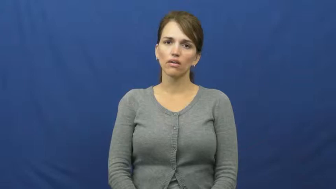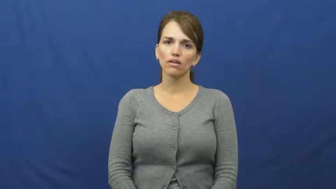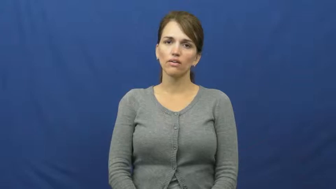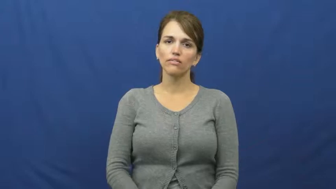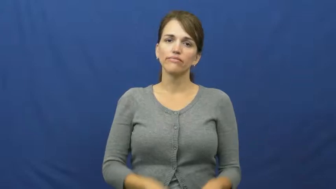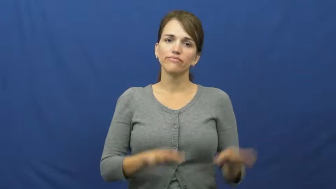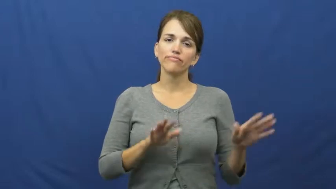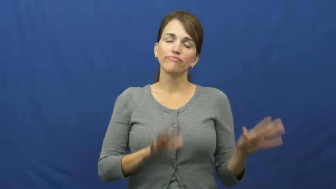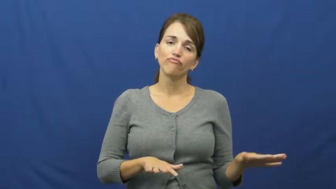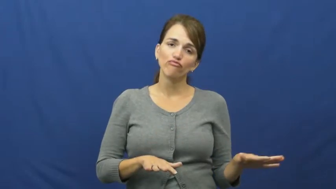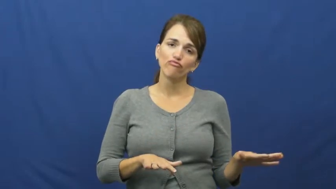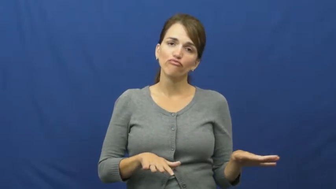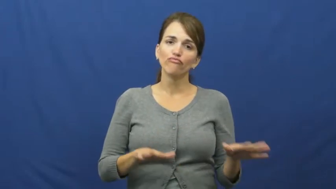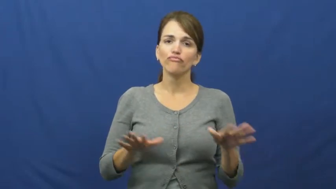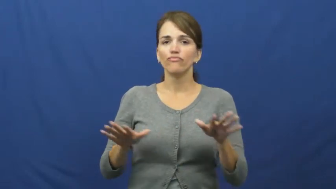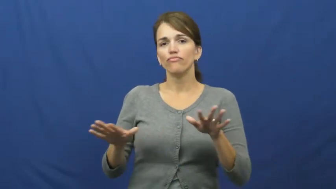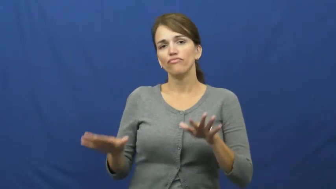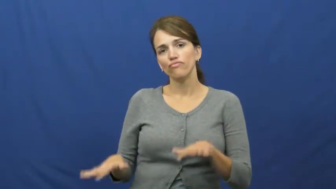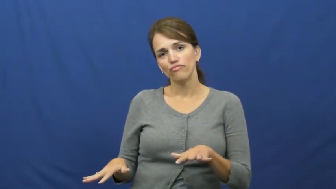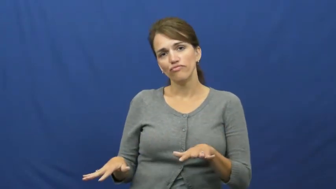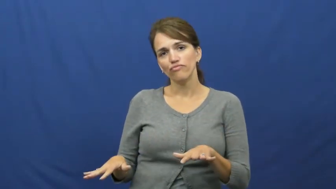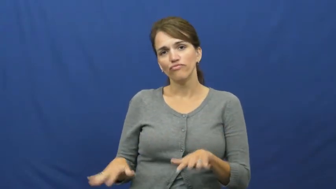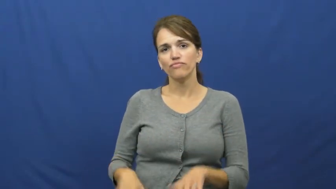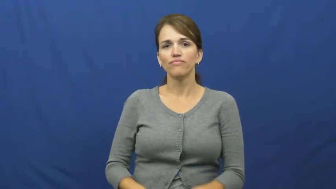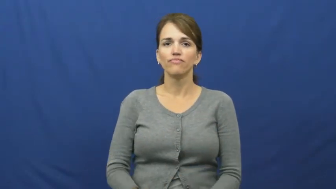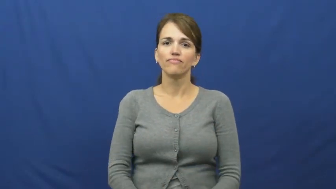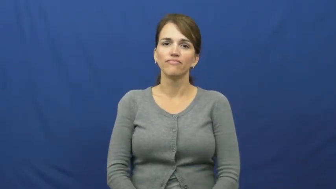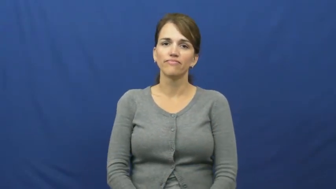fiddle around,fiddle about,fiddle away,fritter away